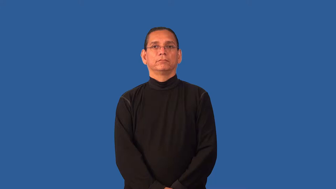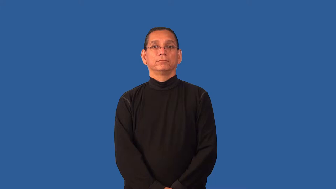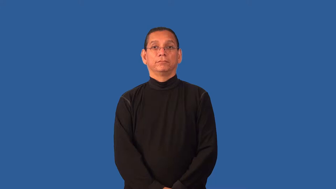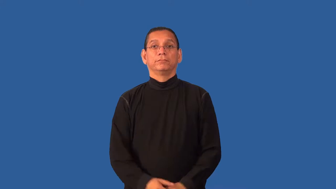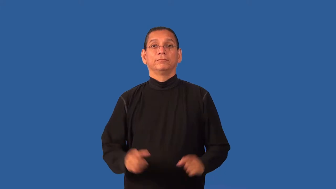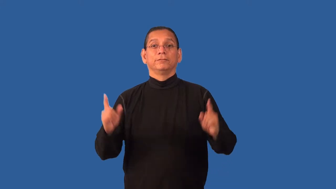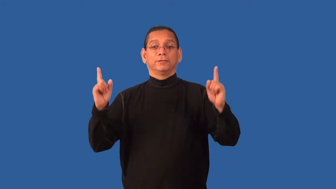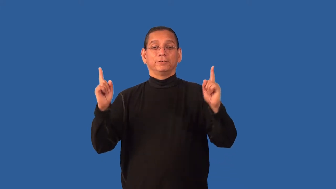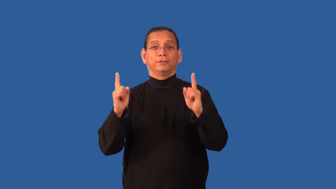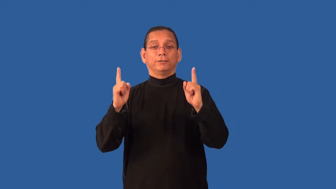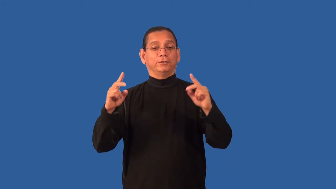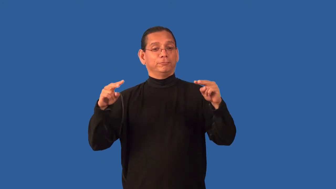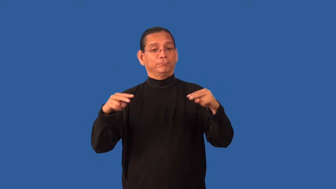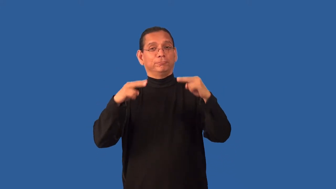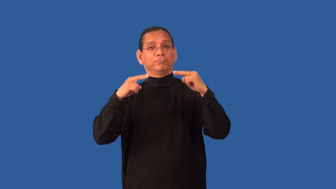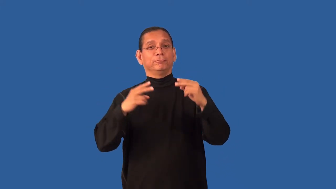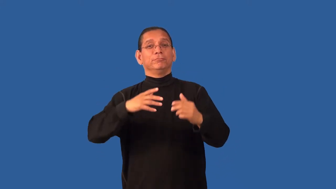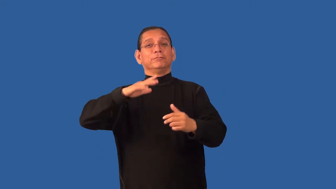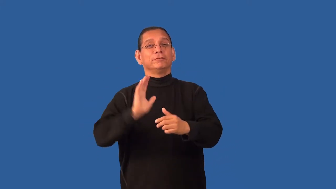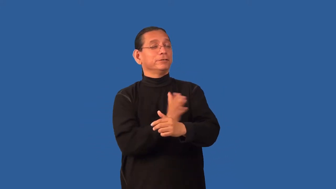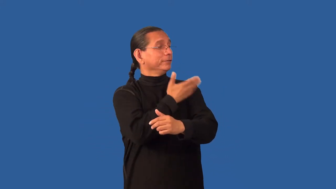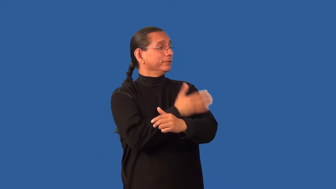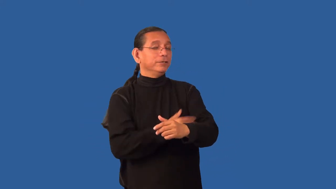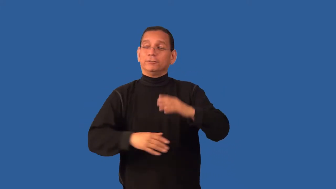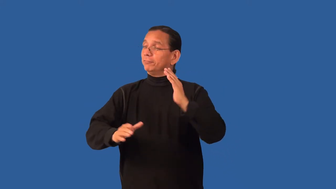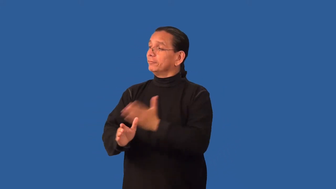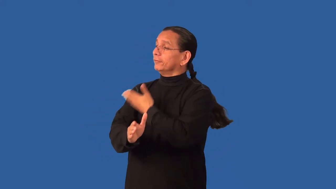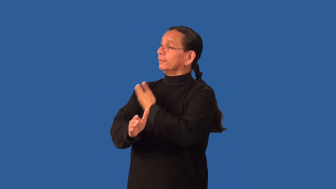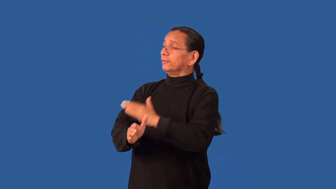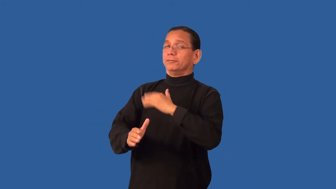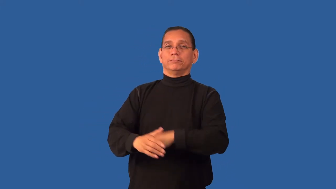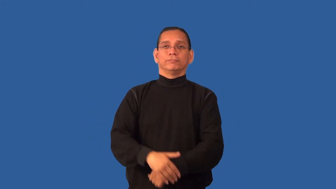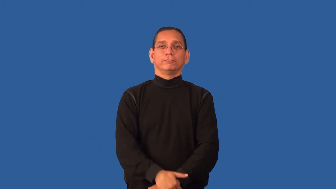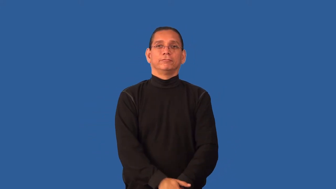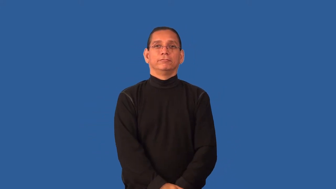duet